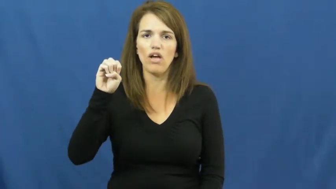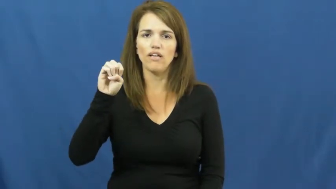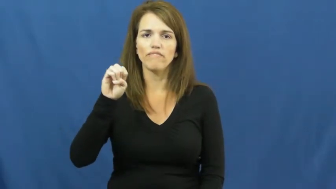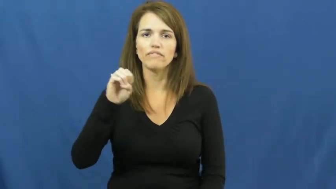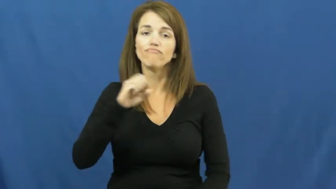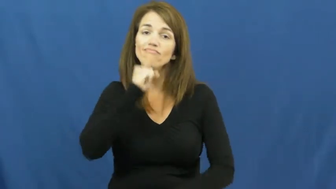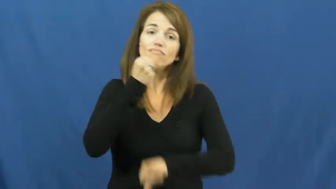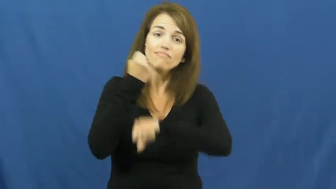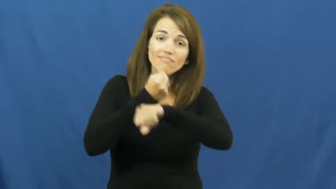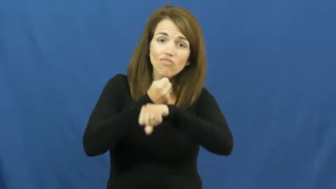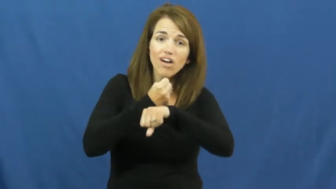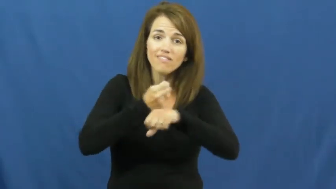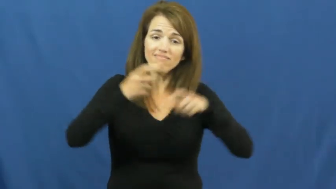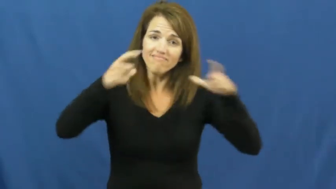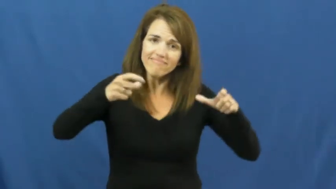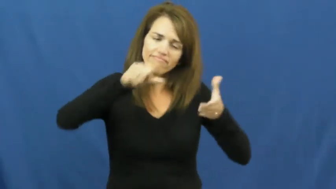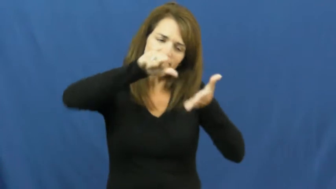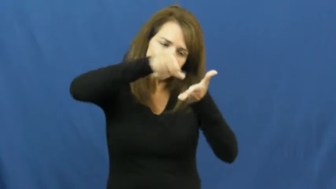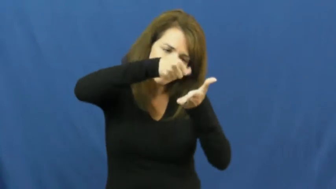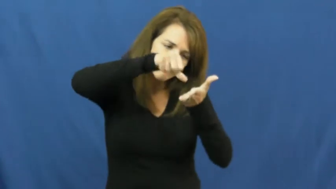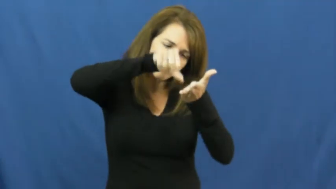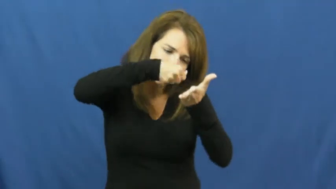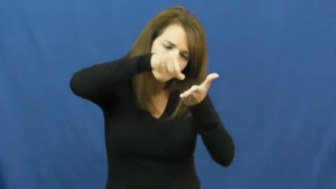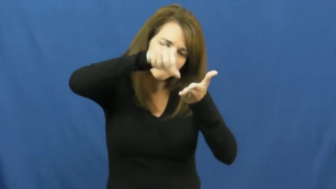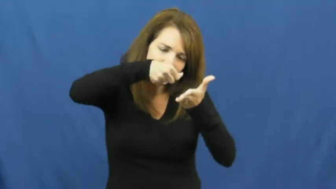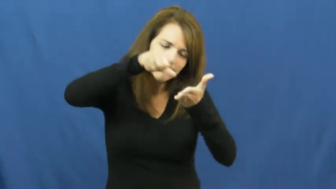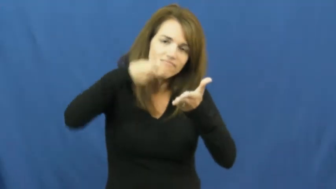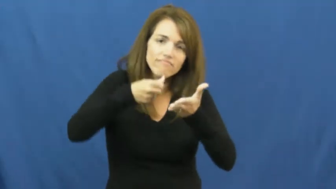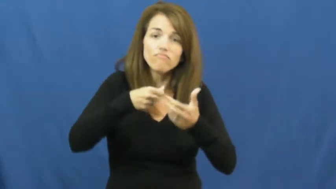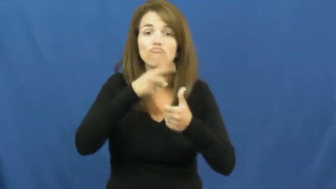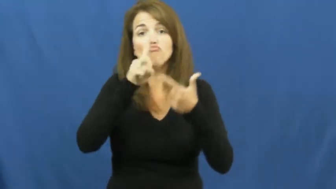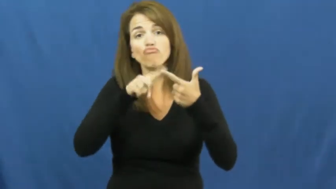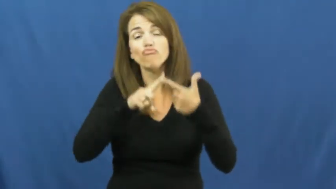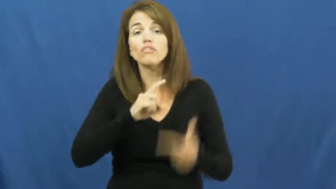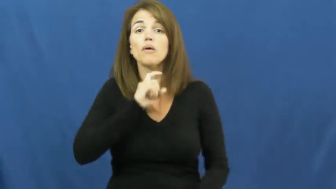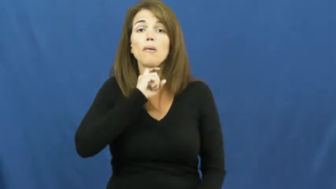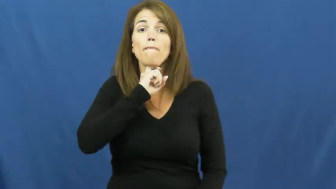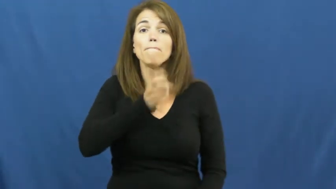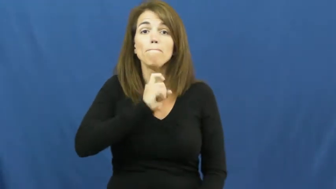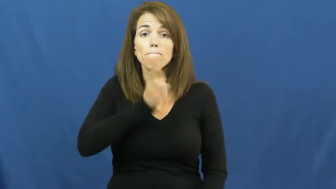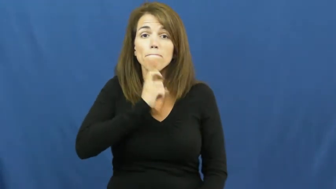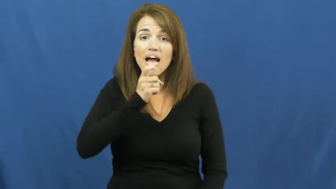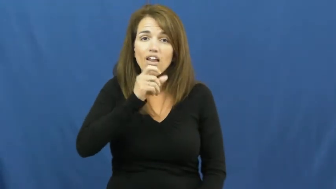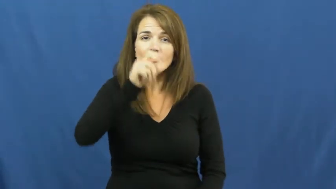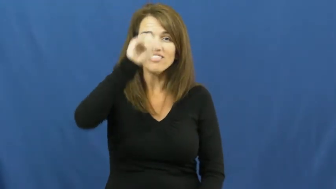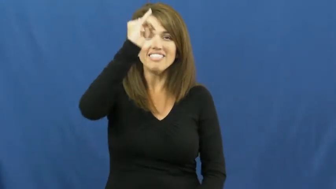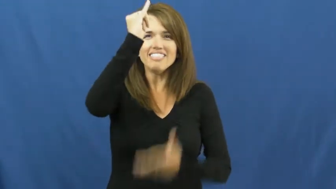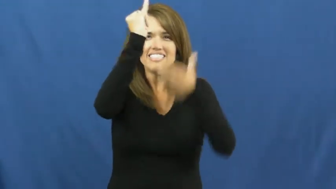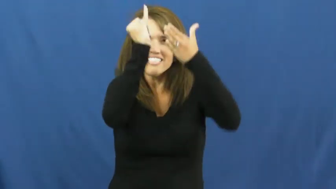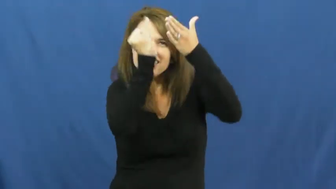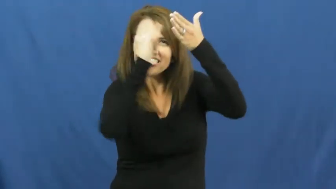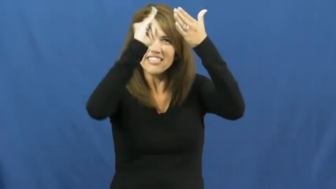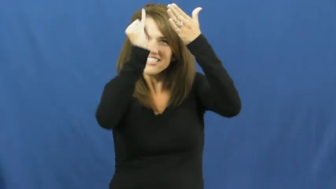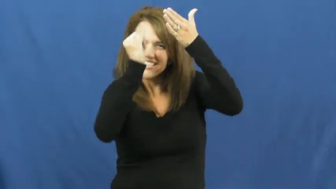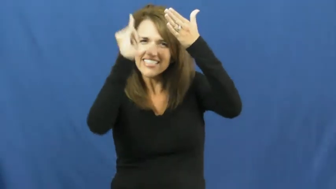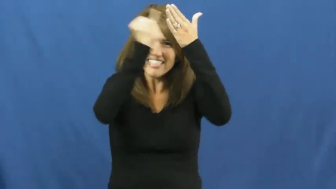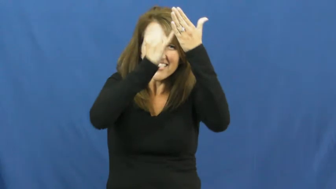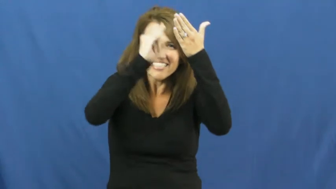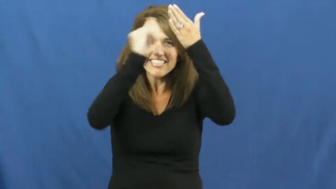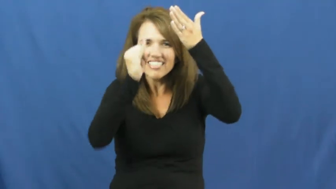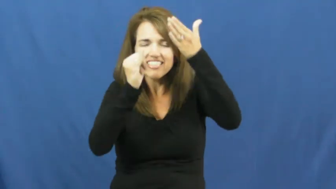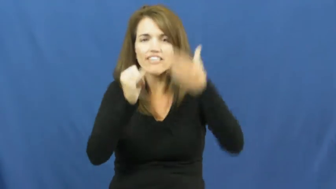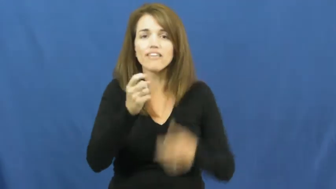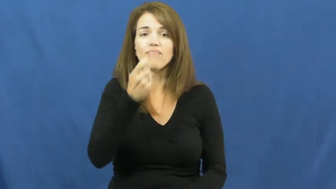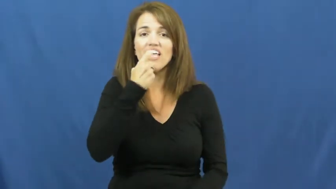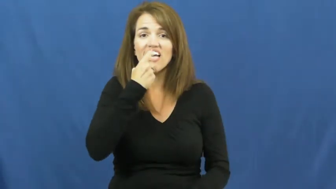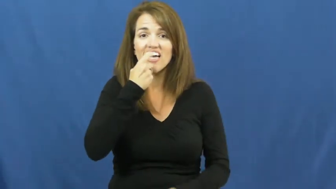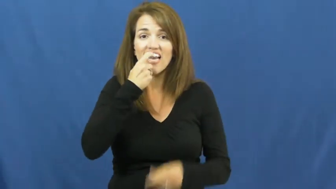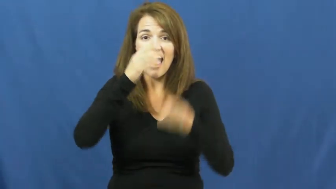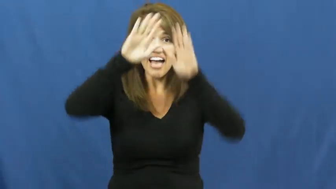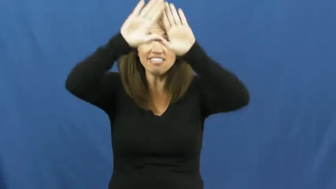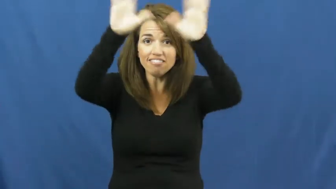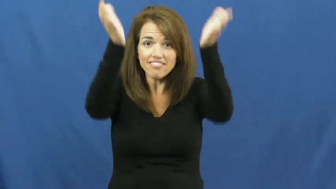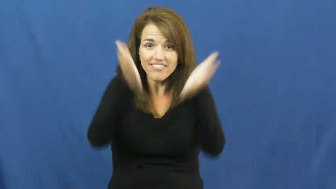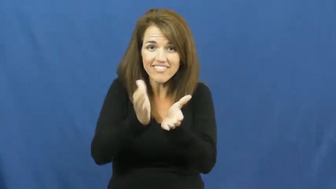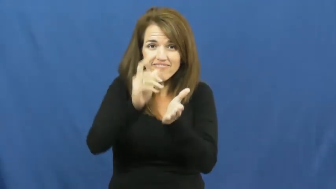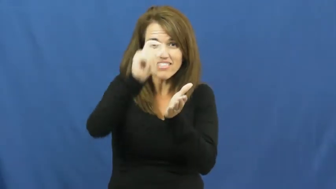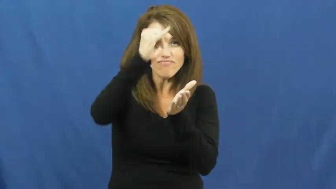engrave